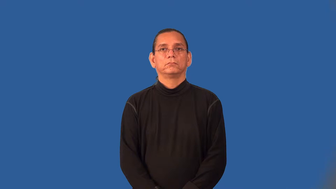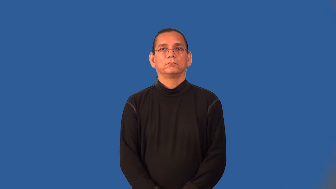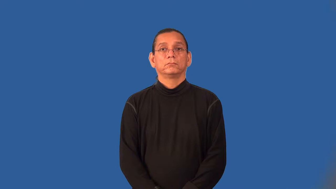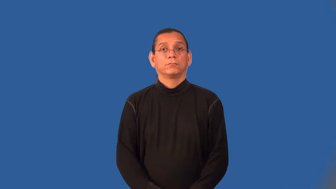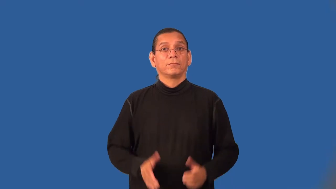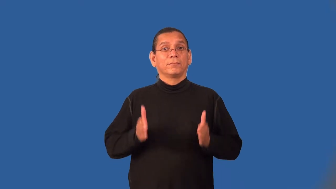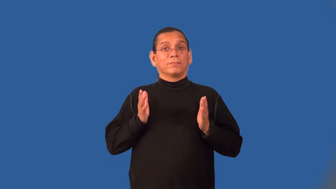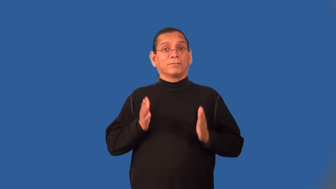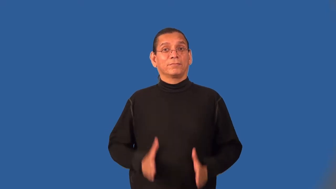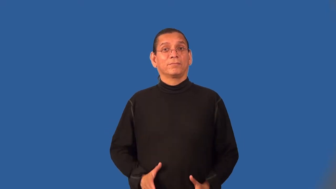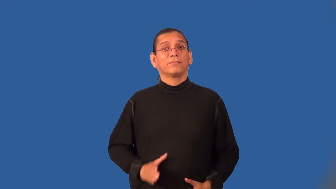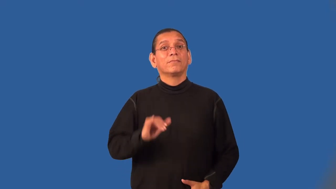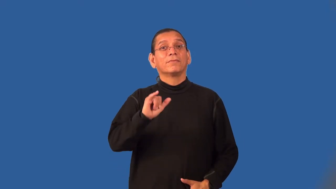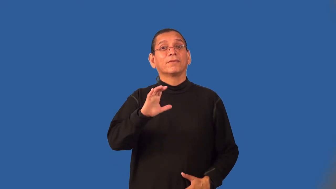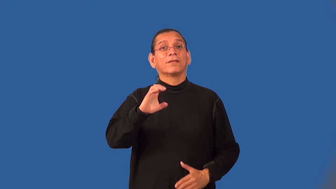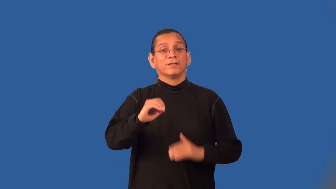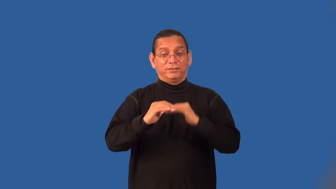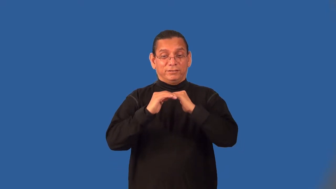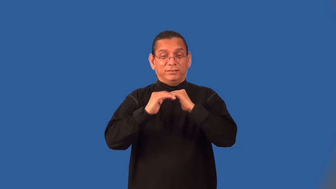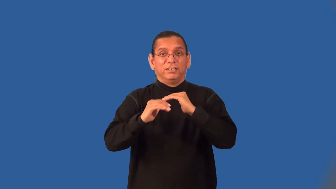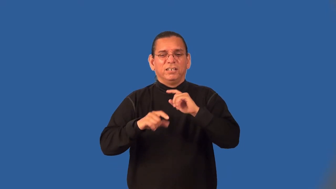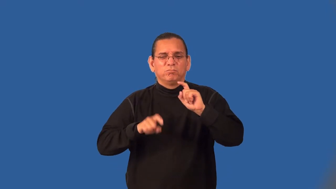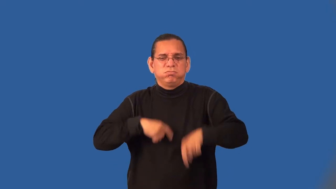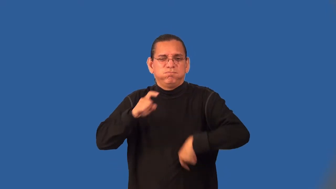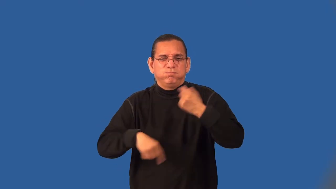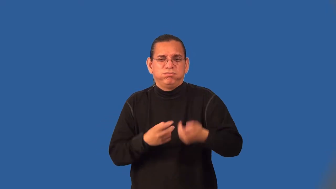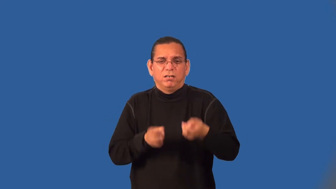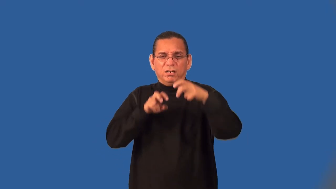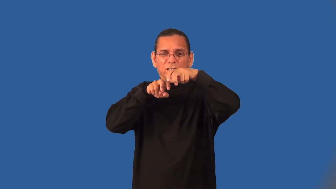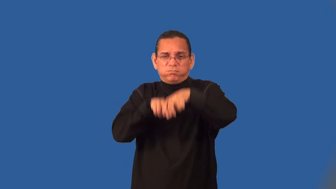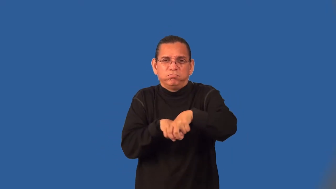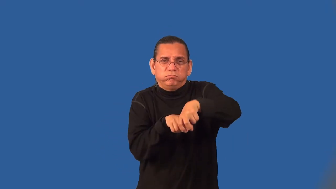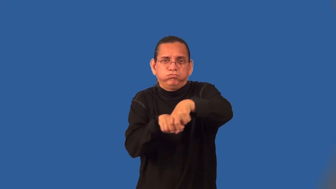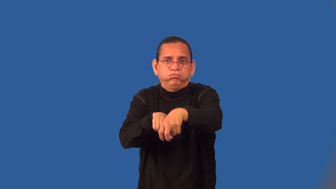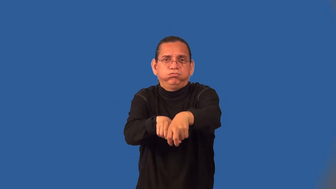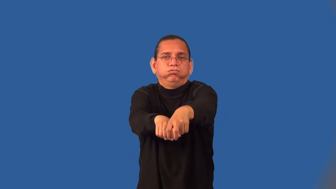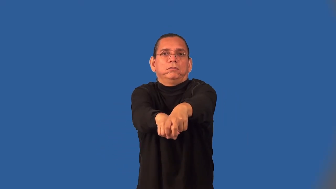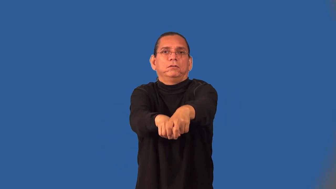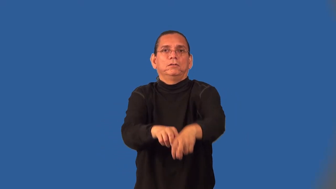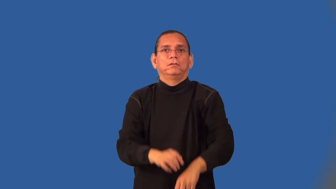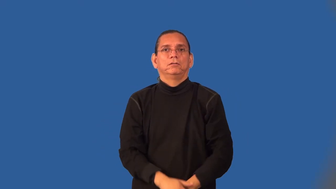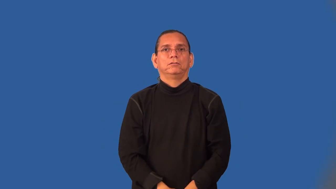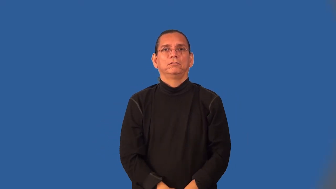bobsledder